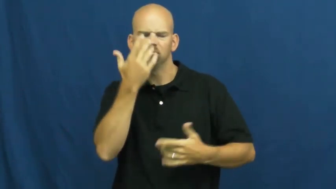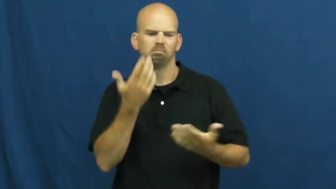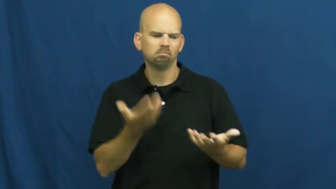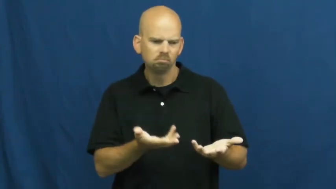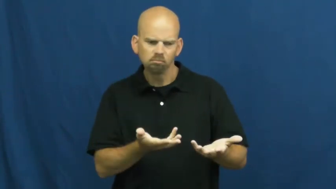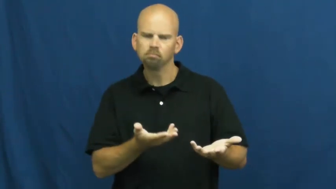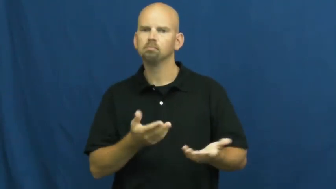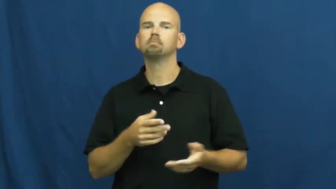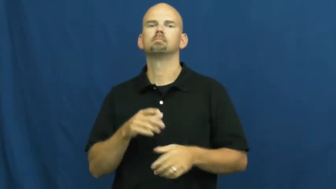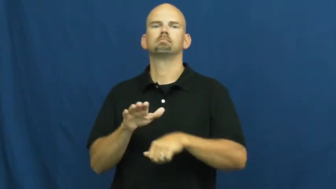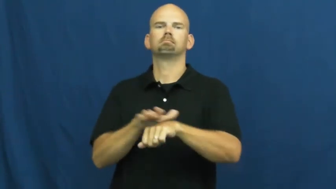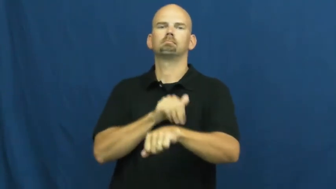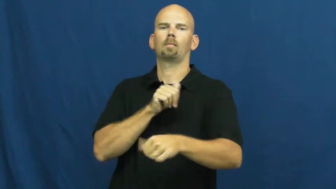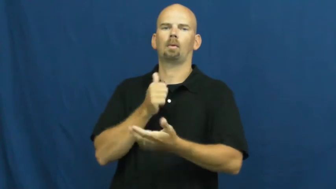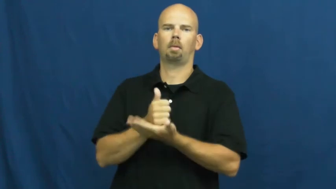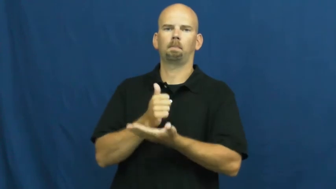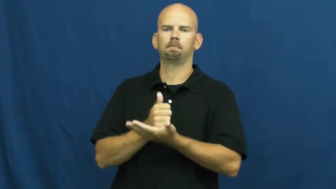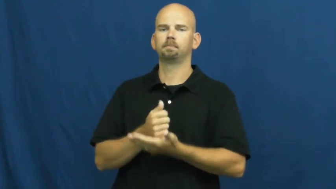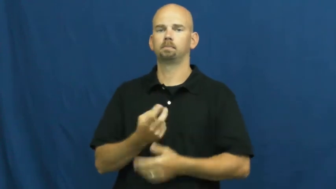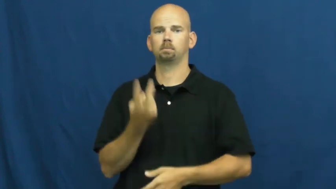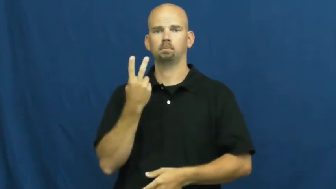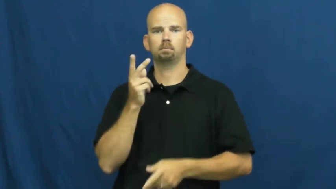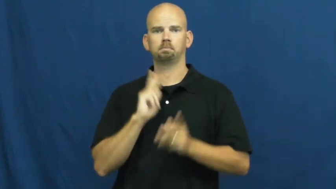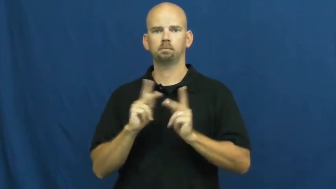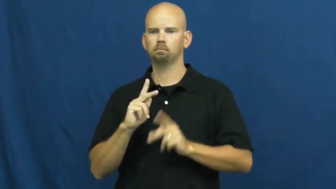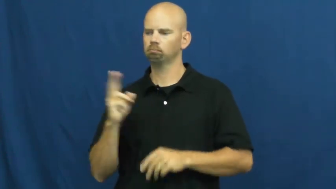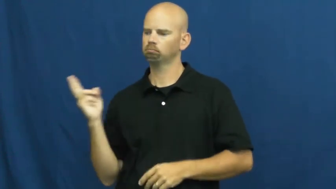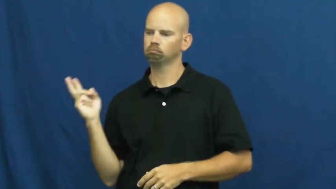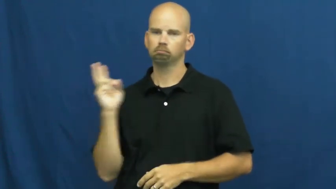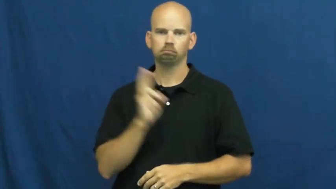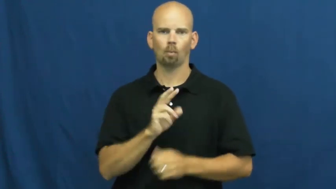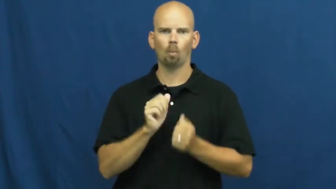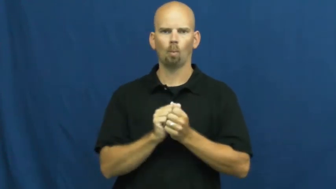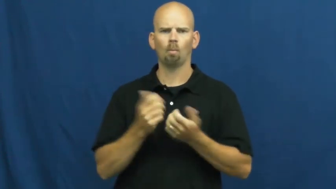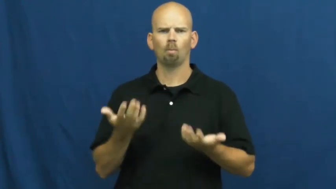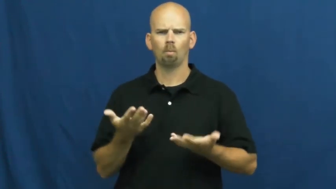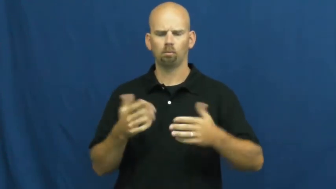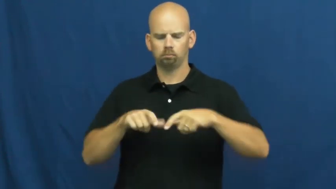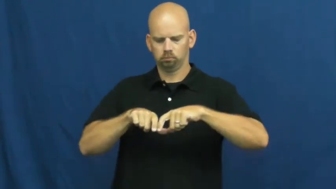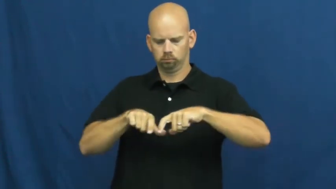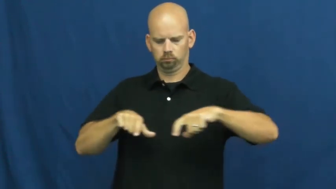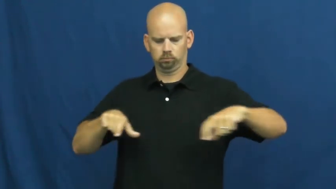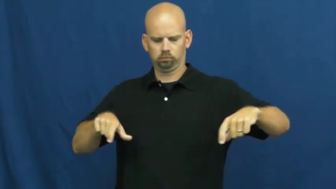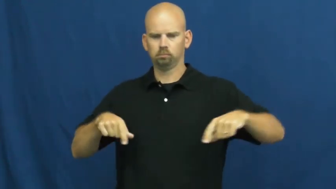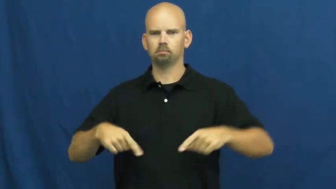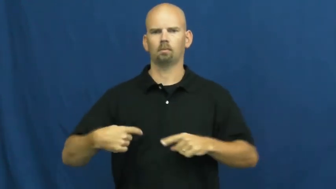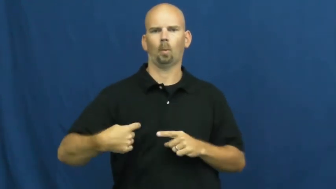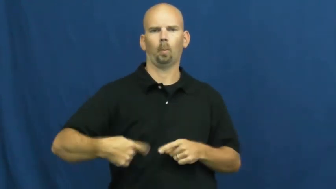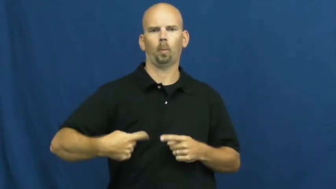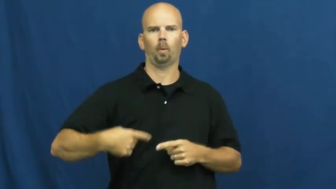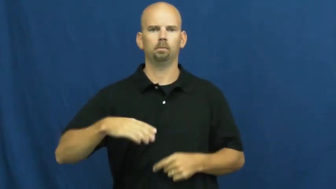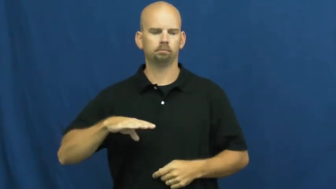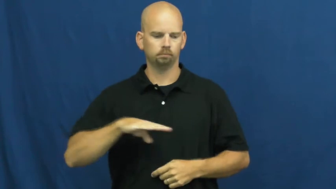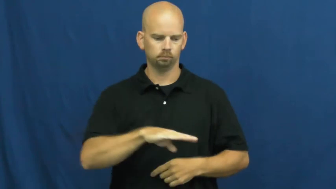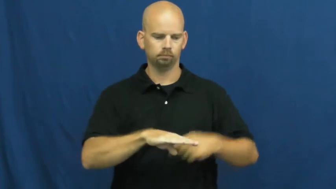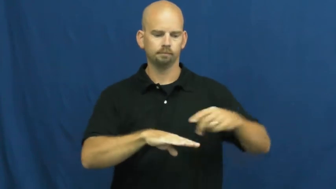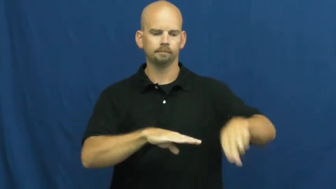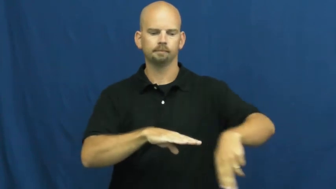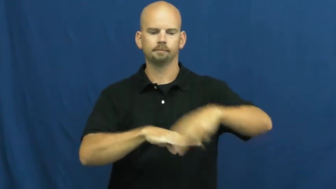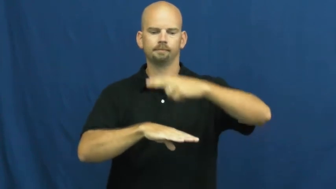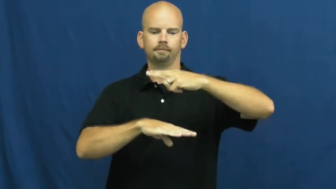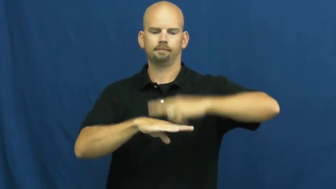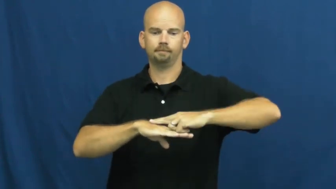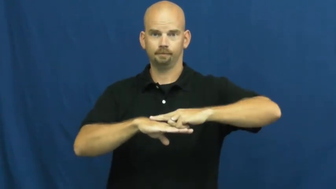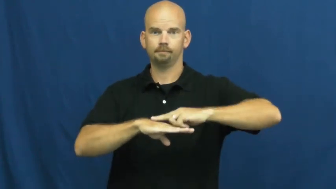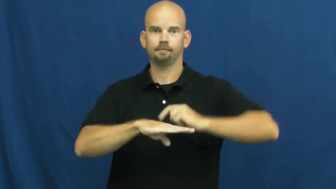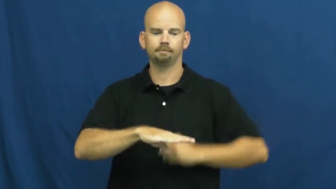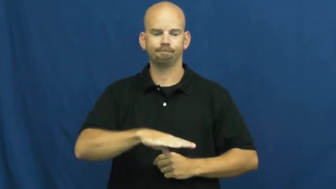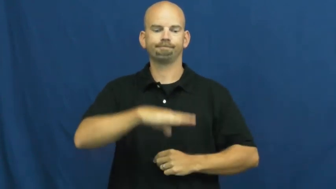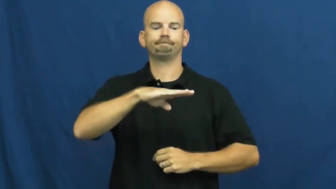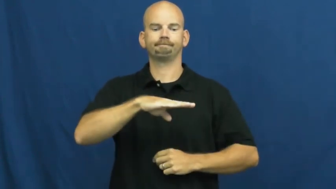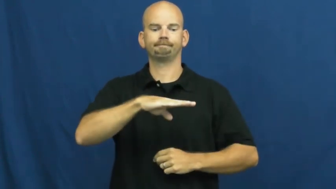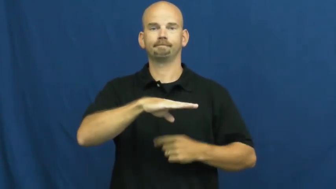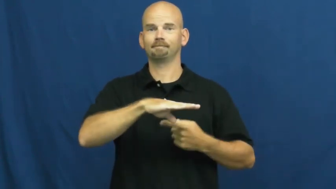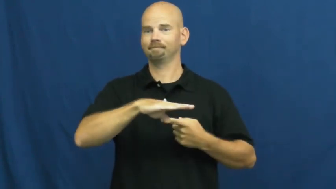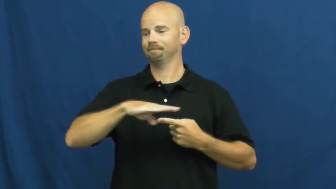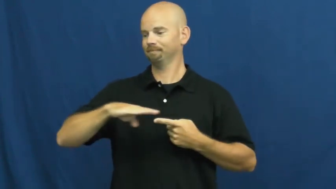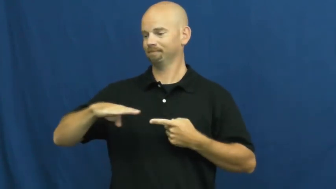stretcher